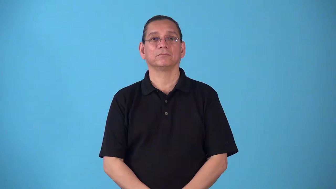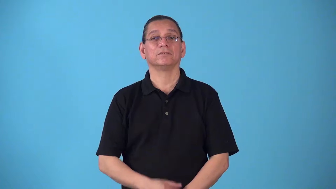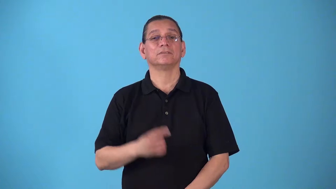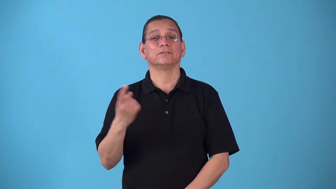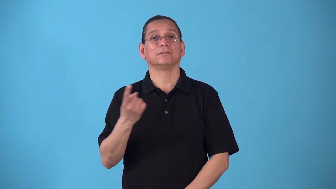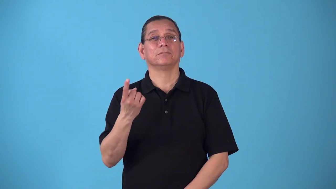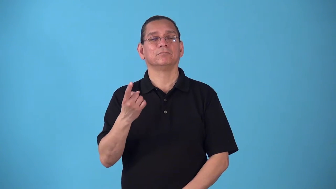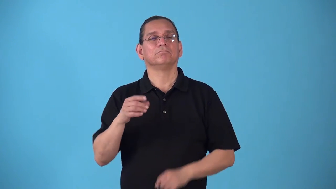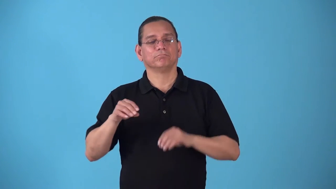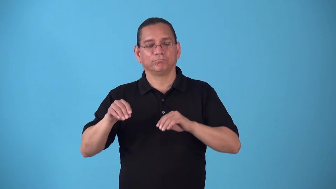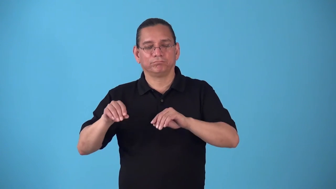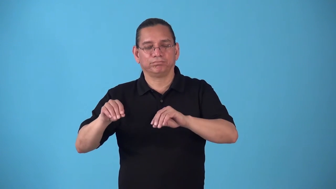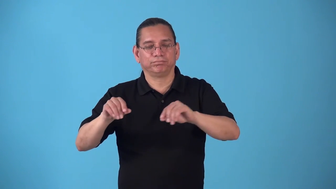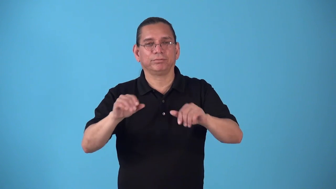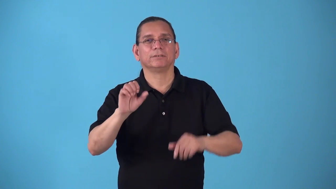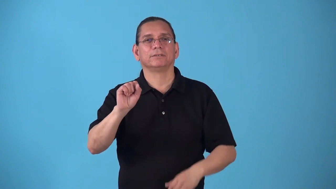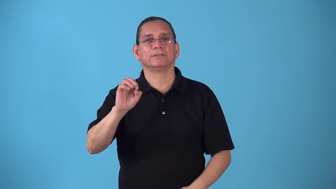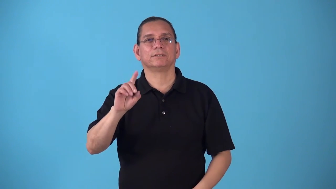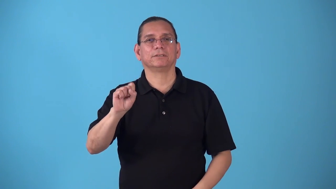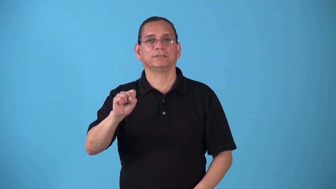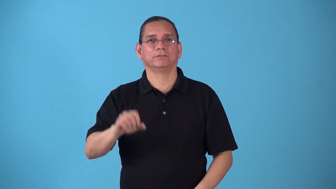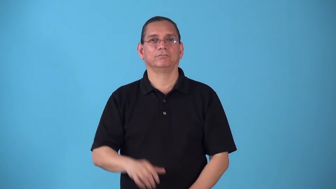sower